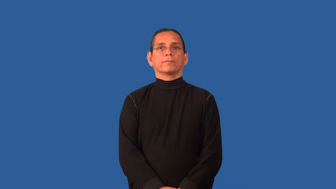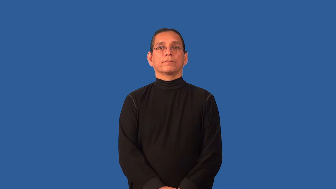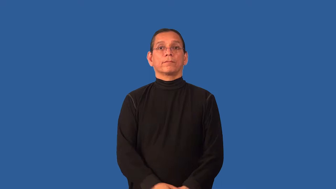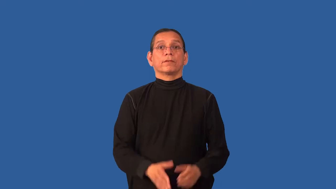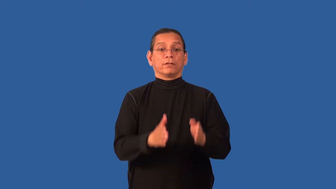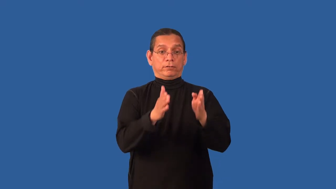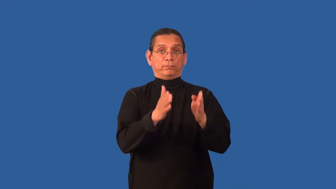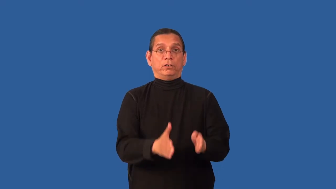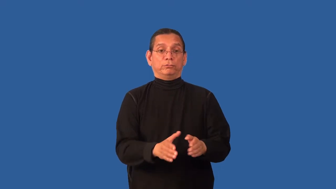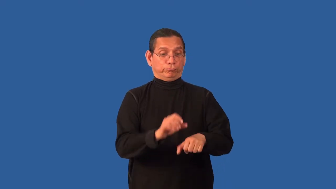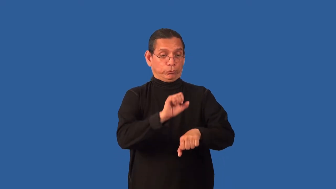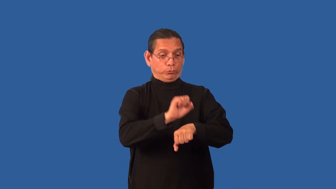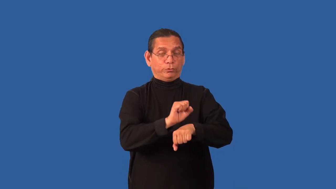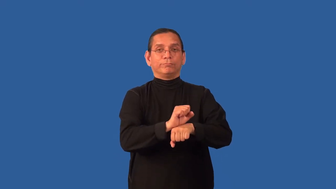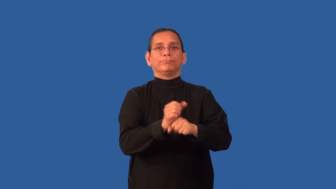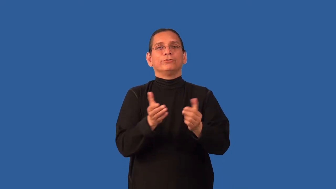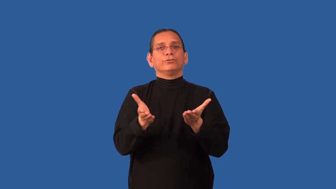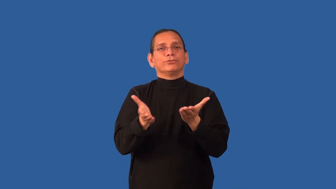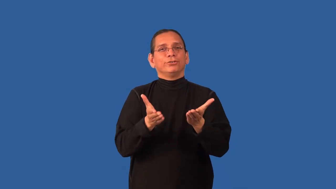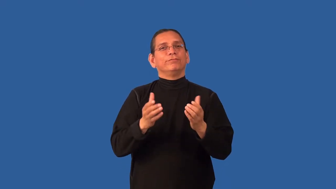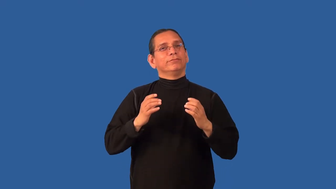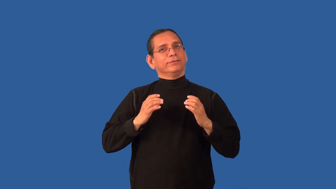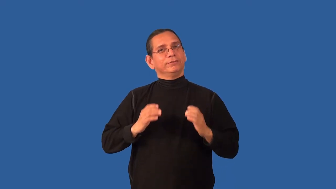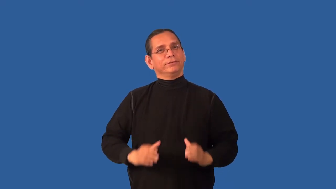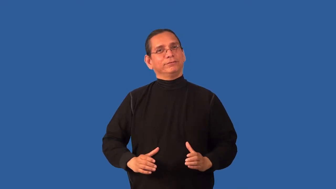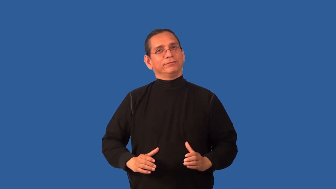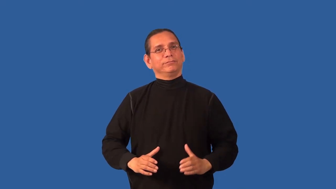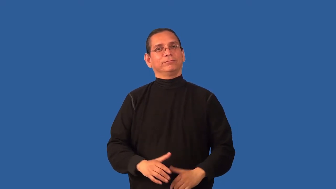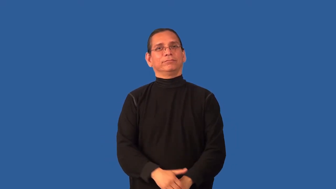counterman